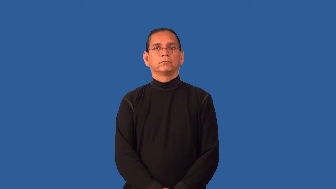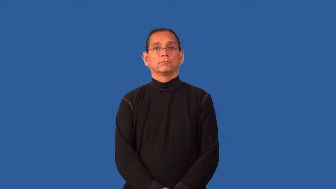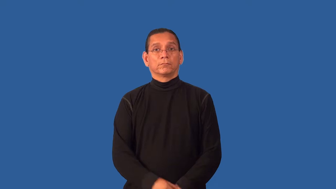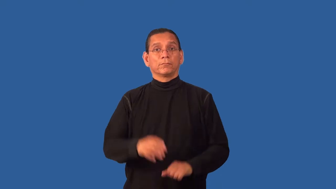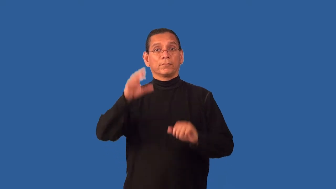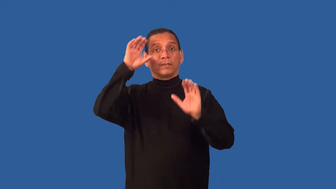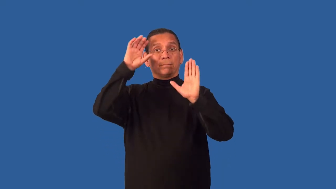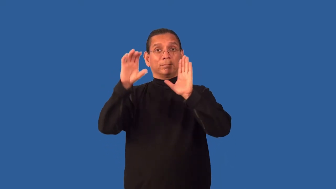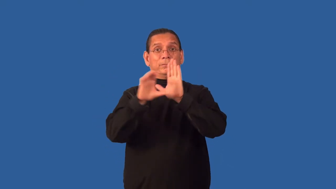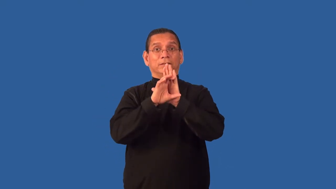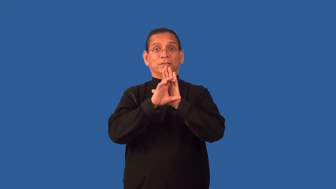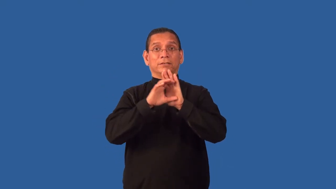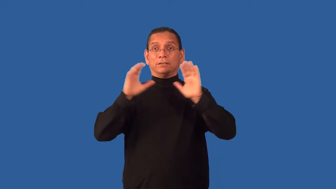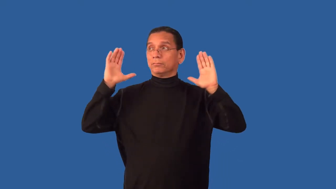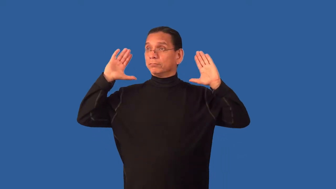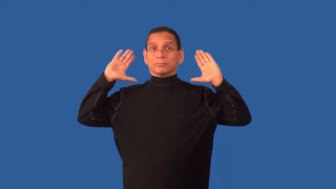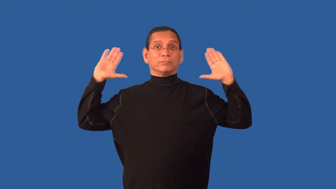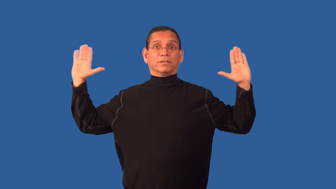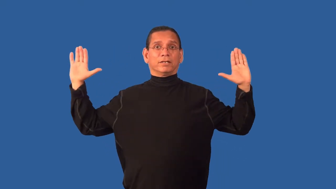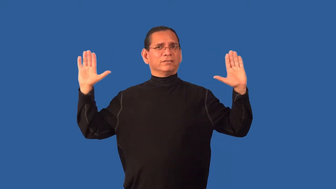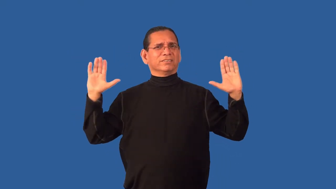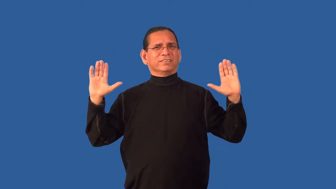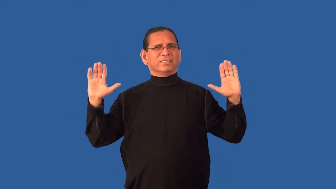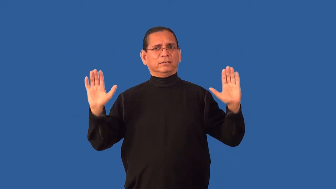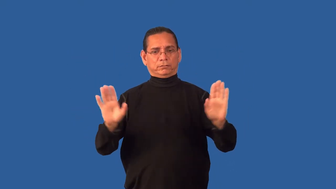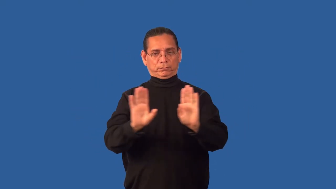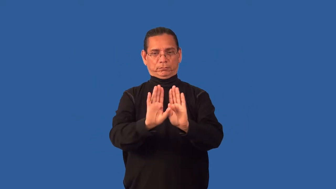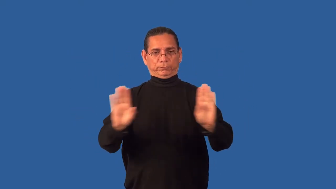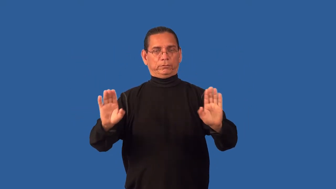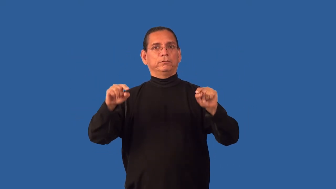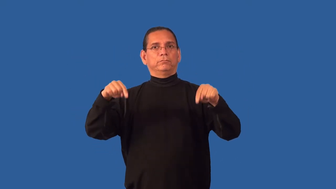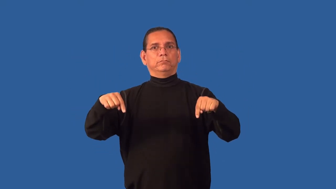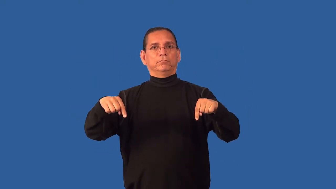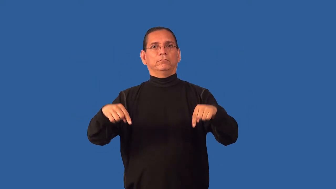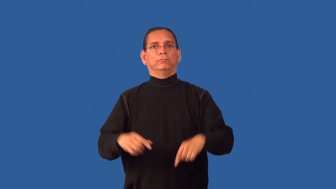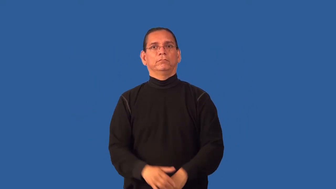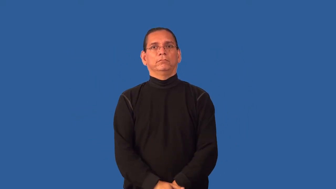foreground